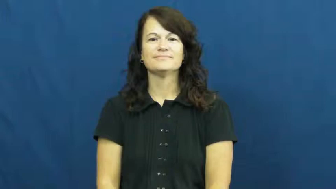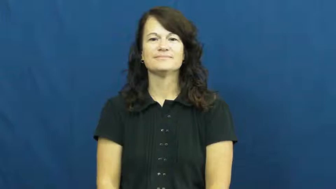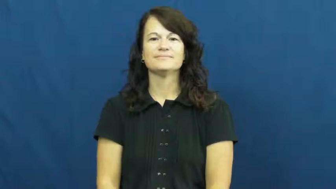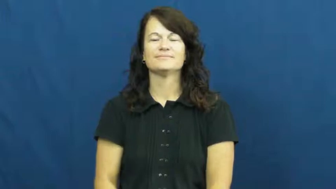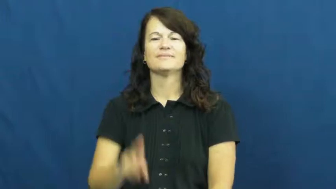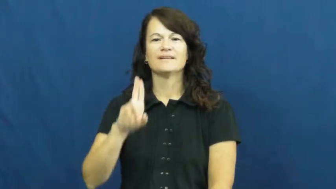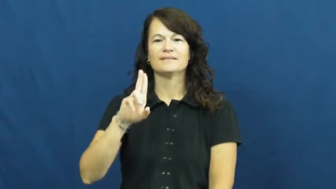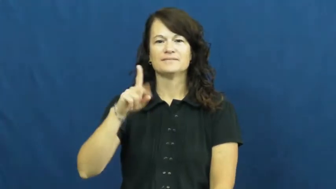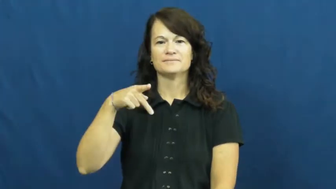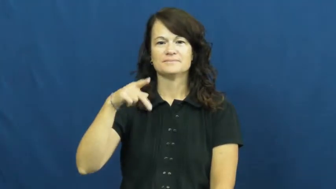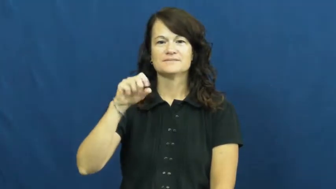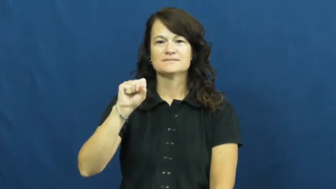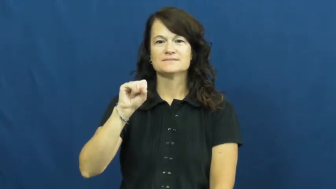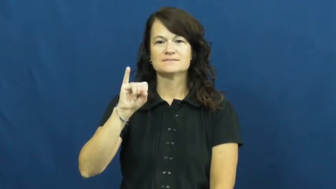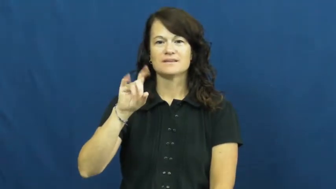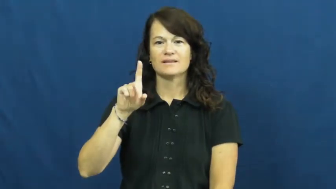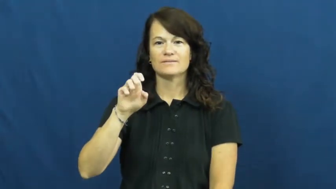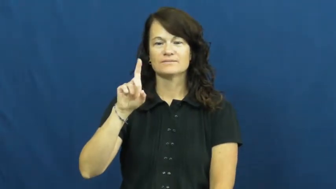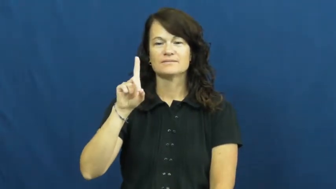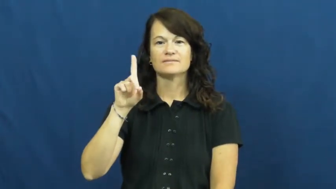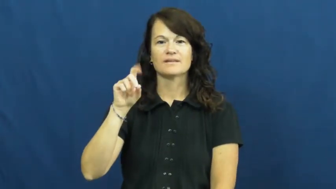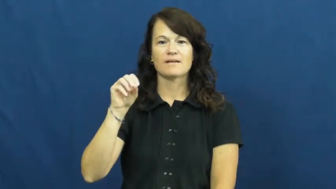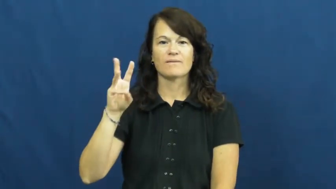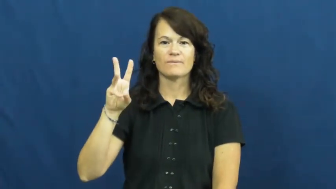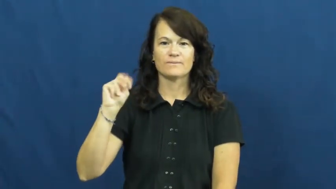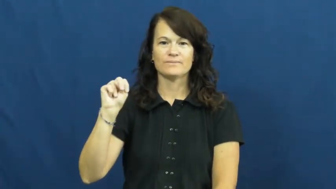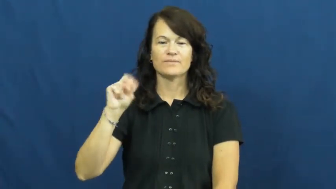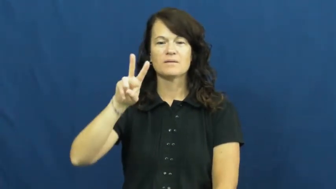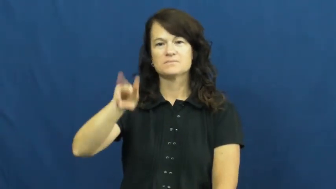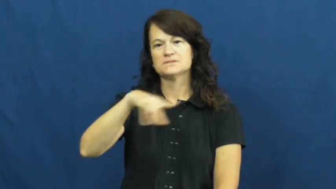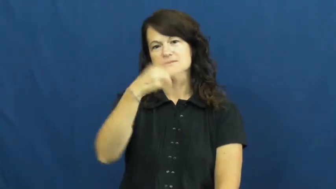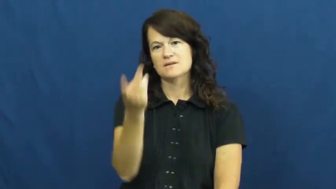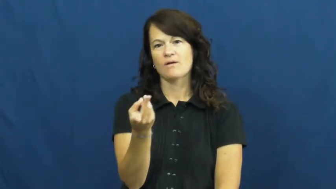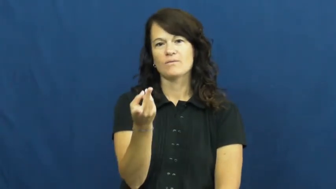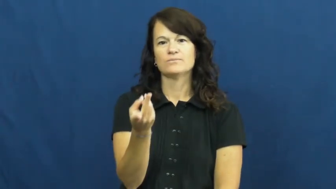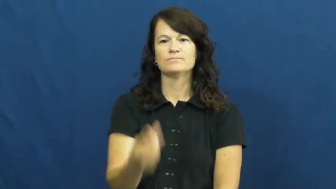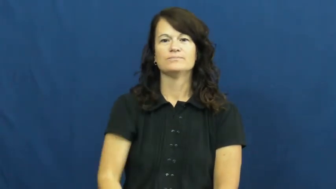updsidedown